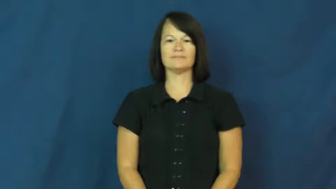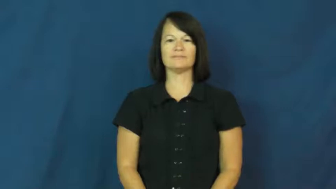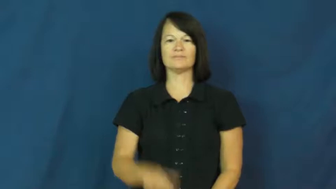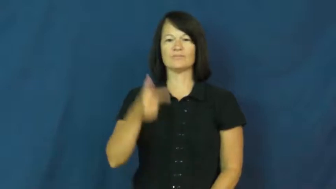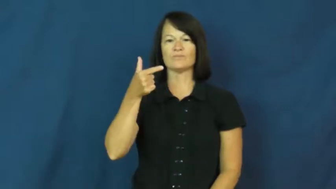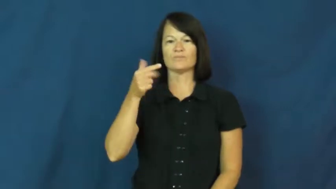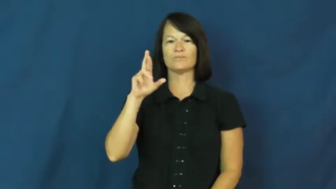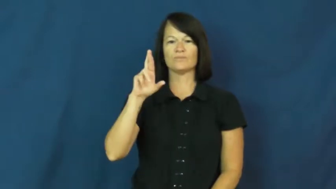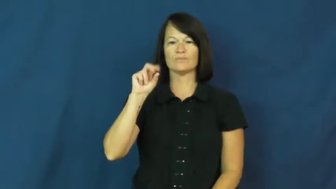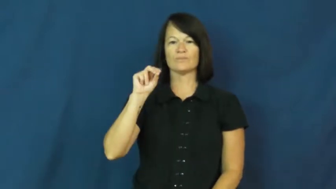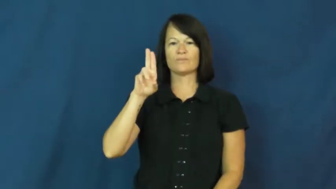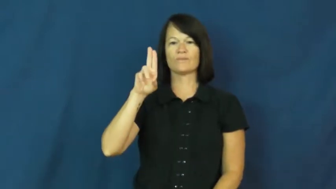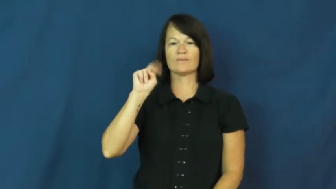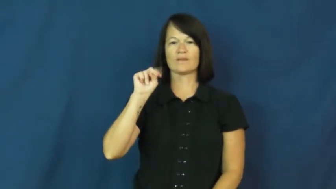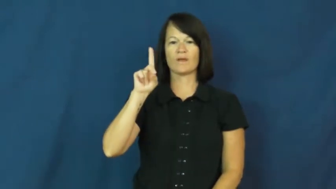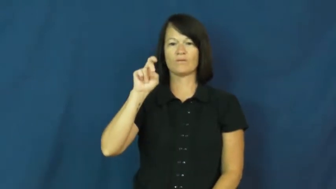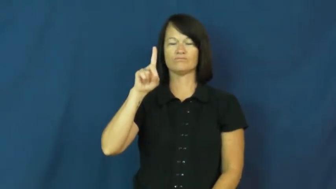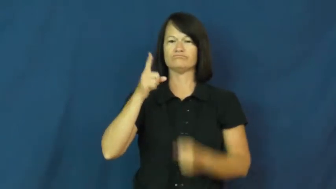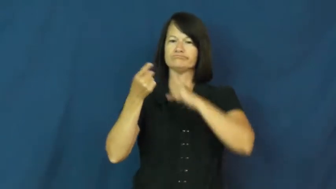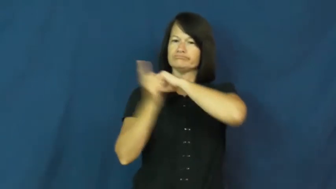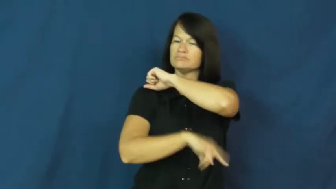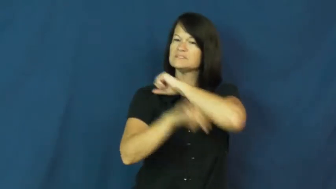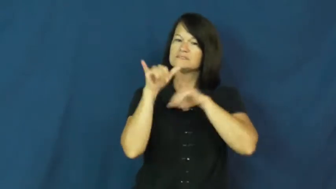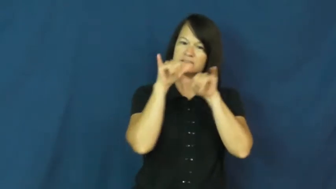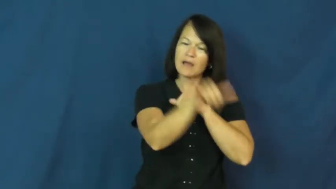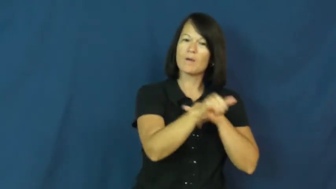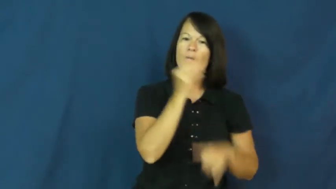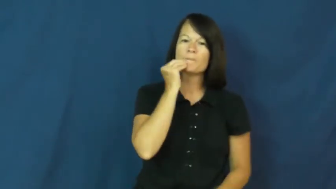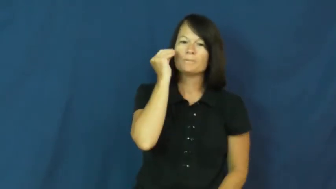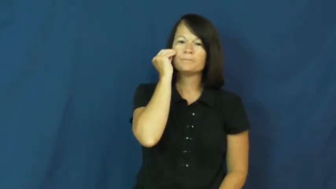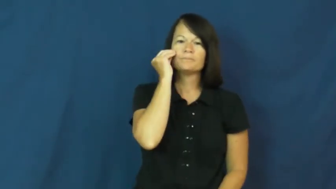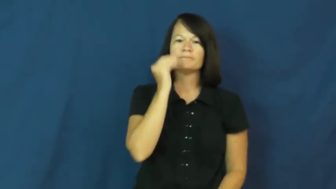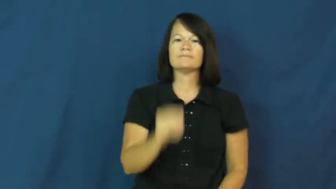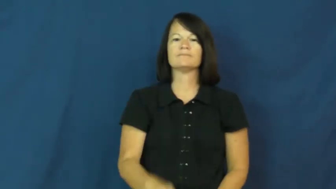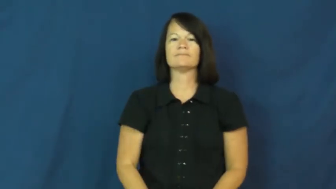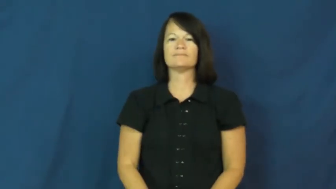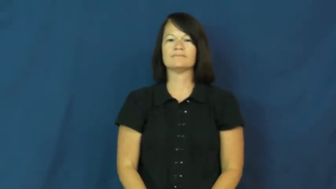ground-punish